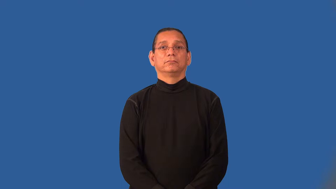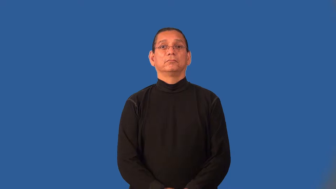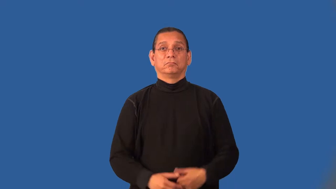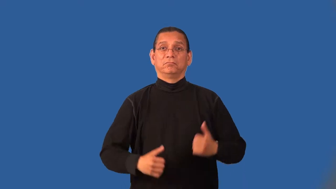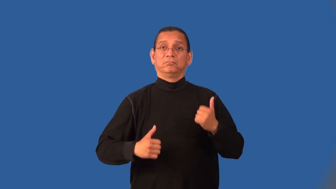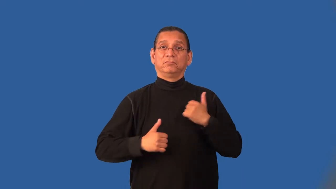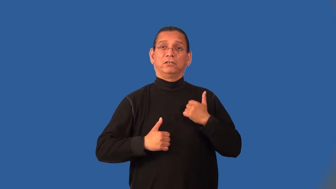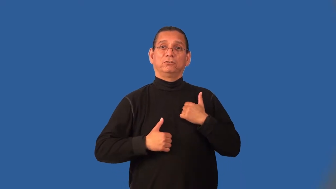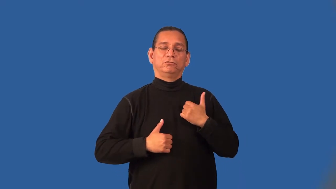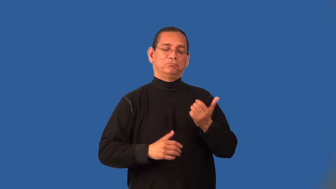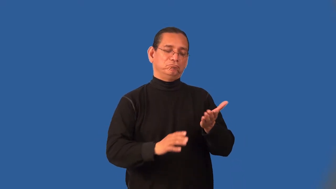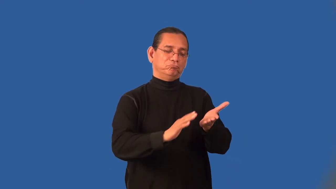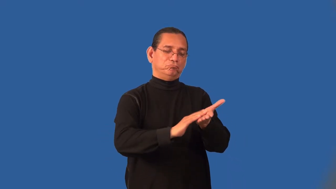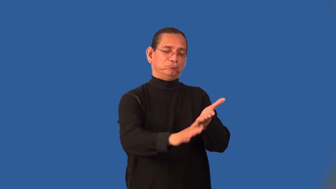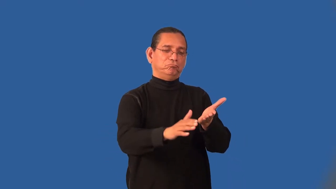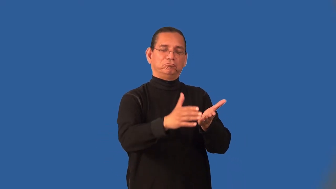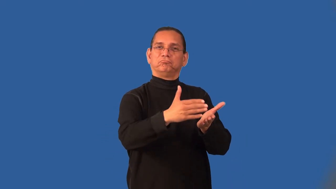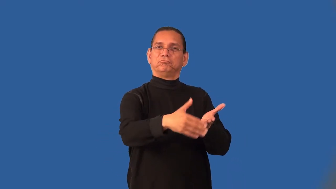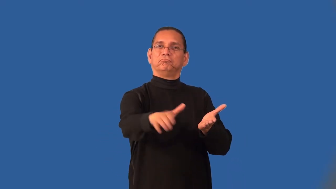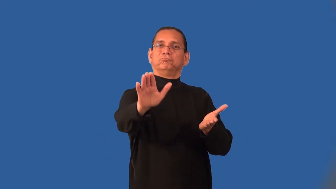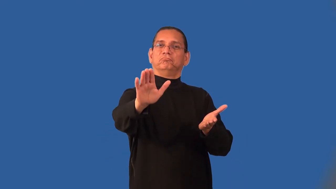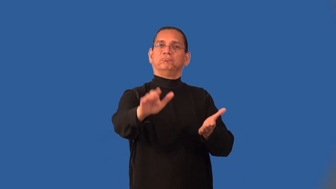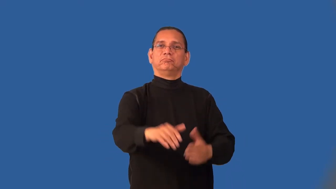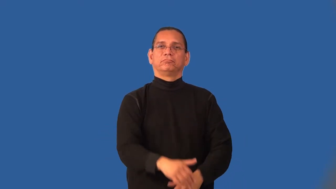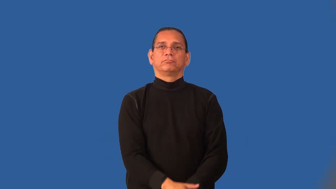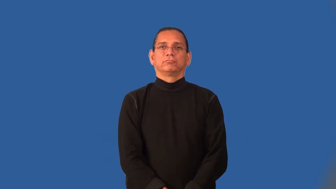inactivate-military